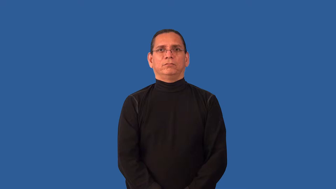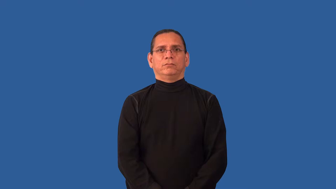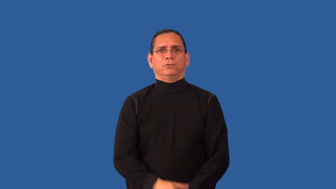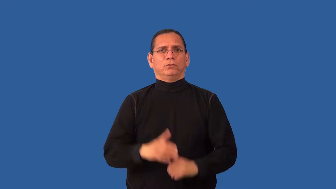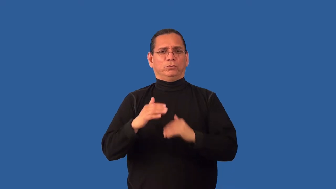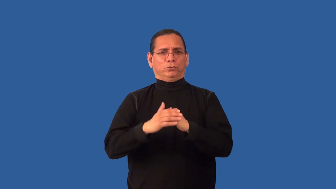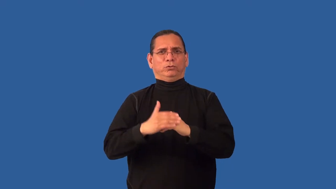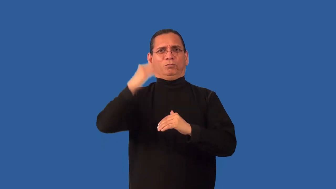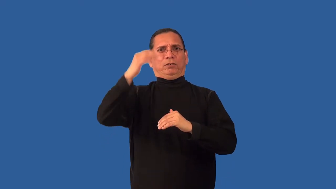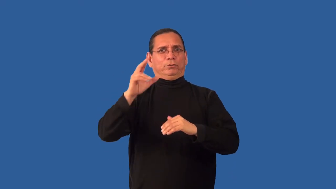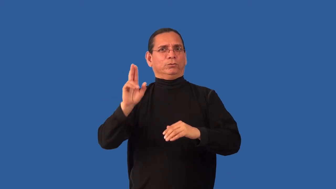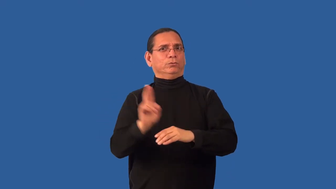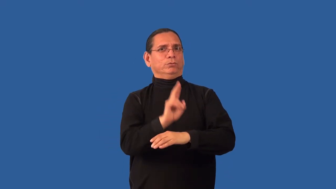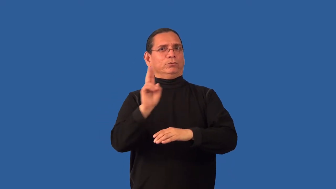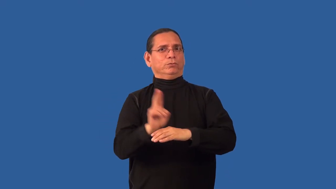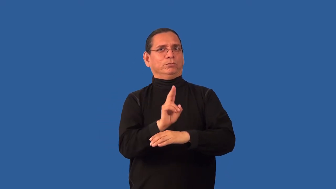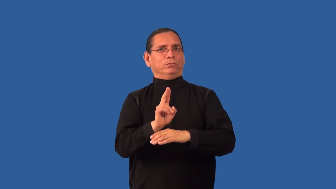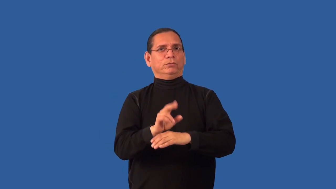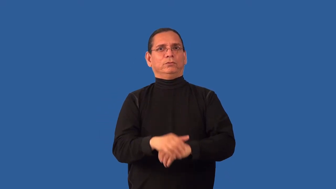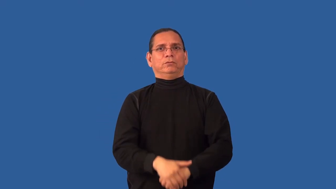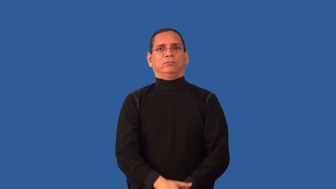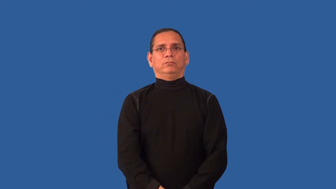overuse